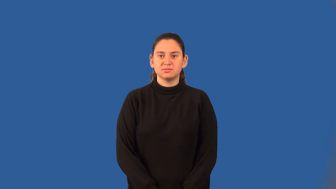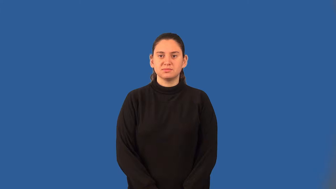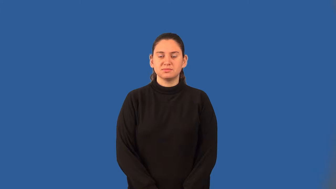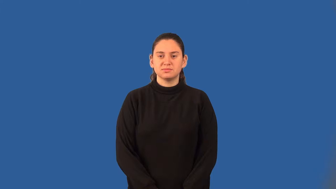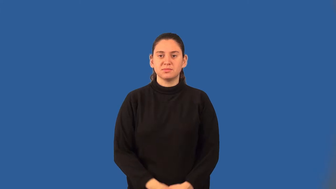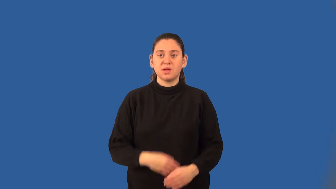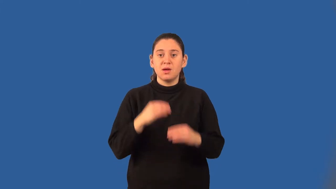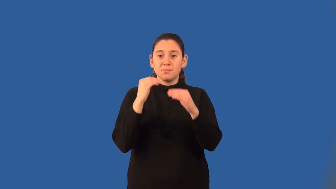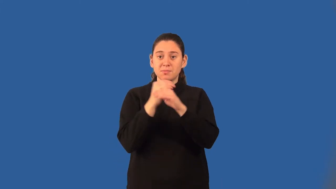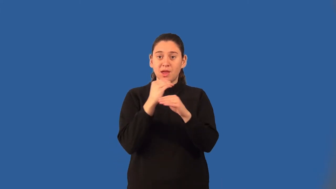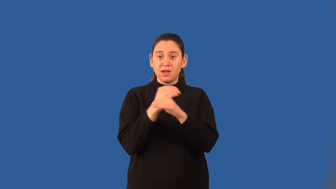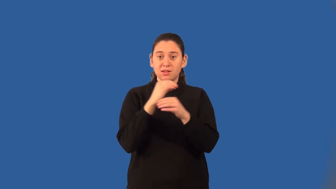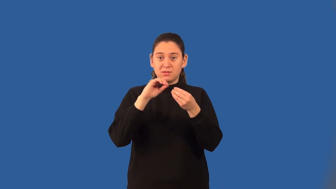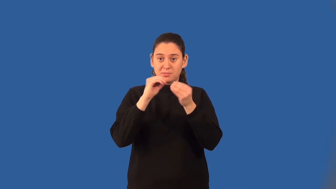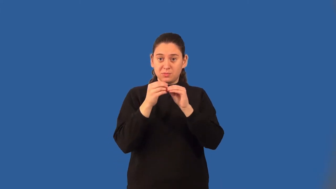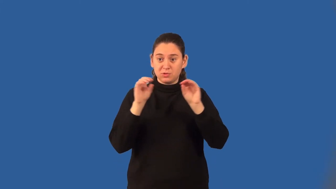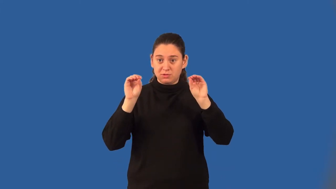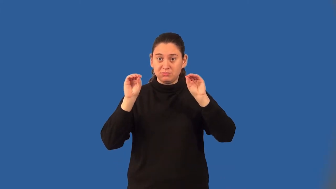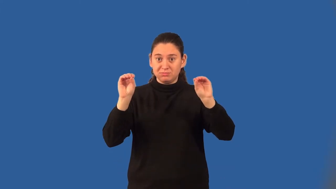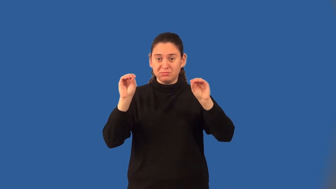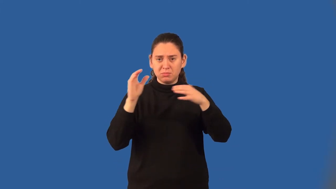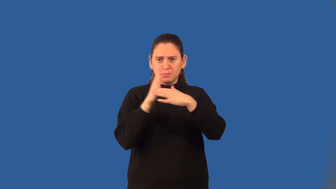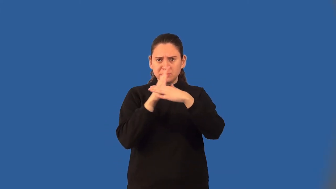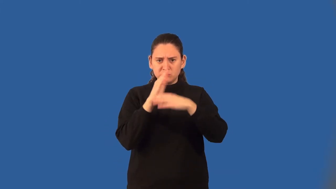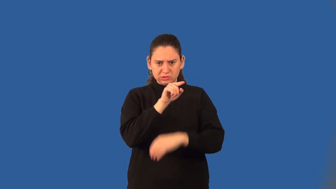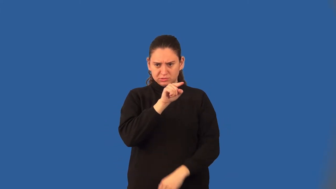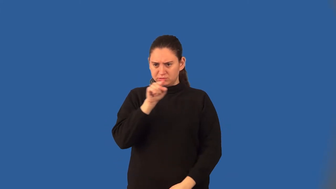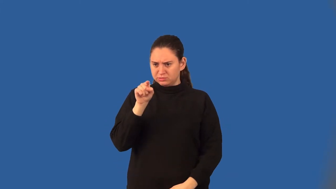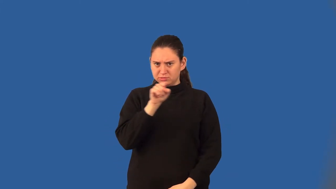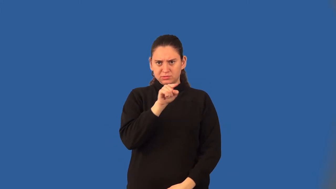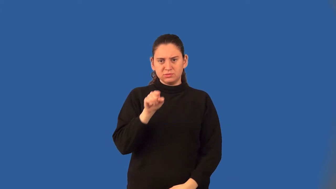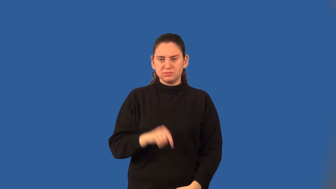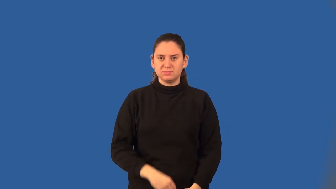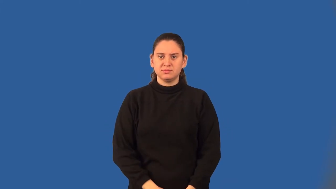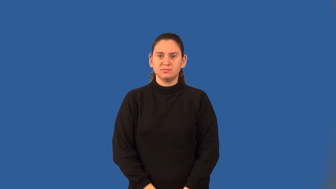betweenness